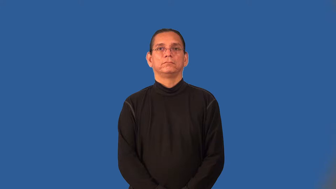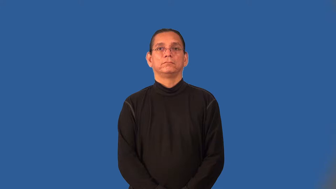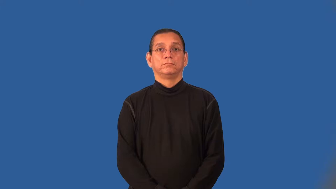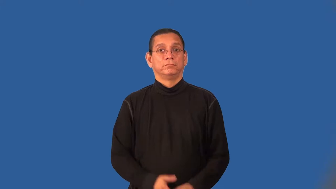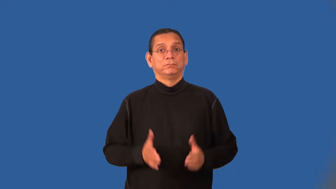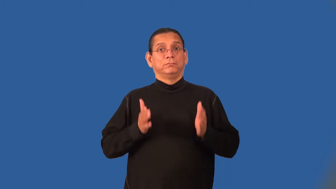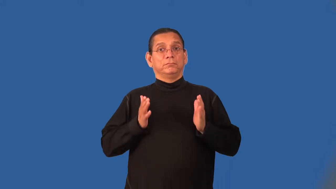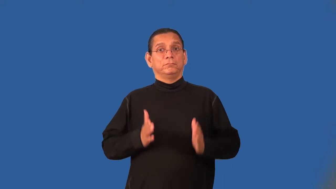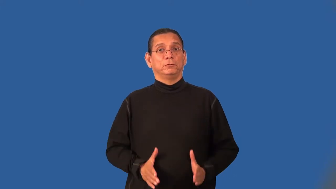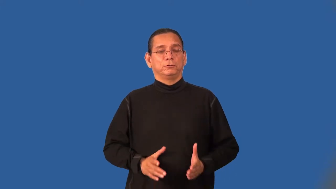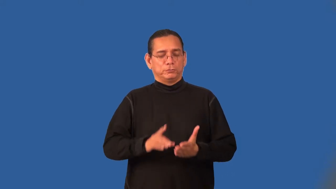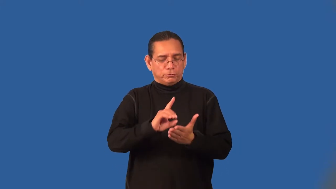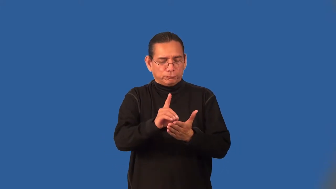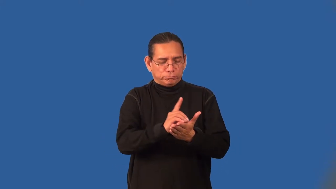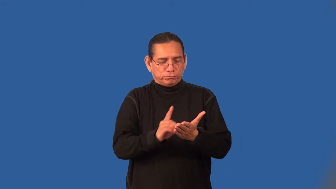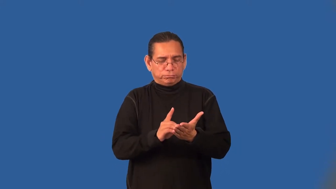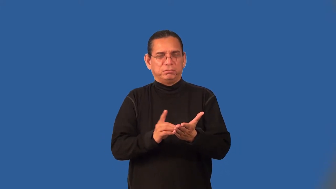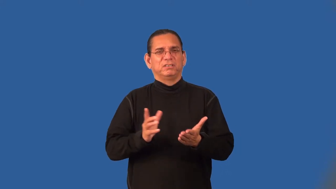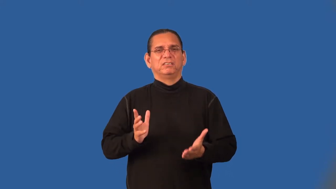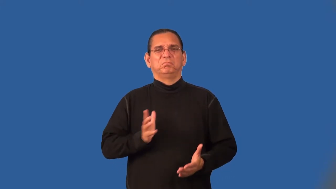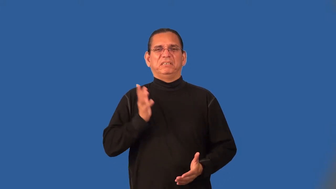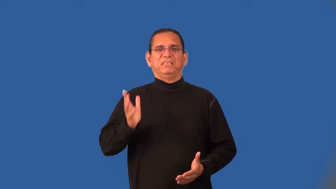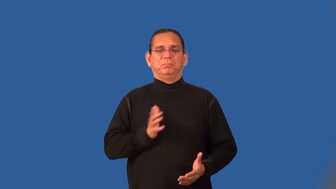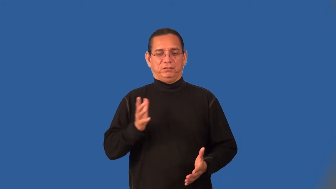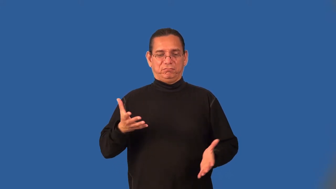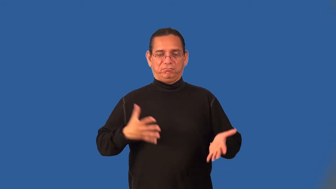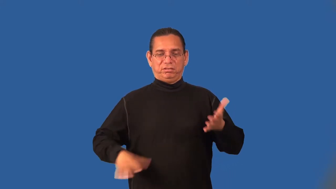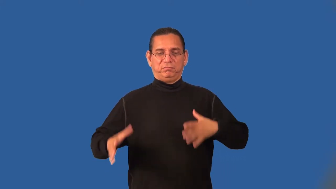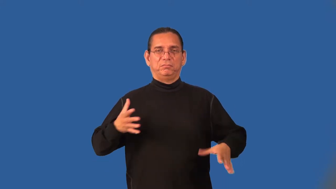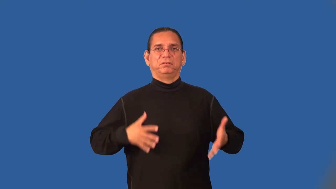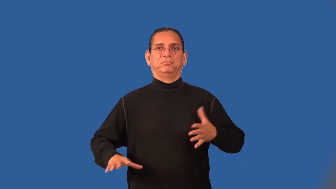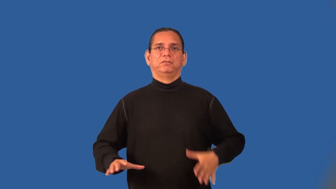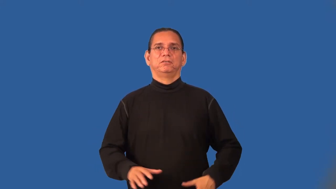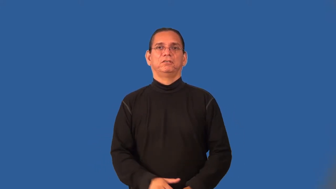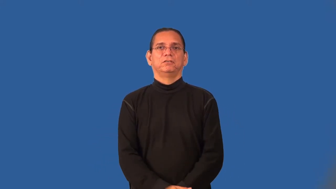couturier